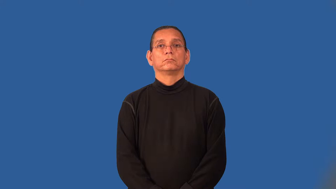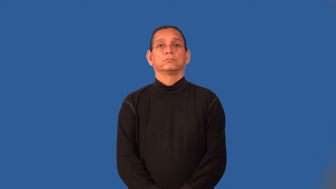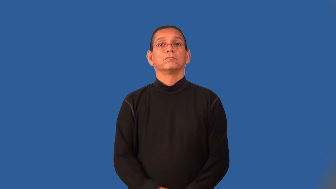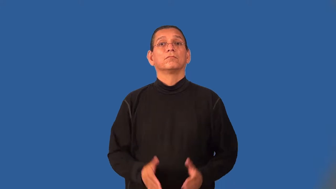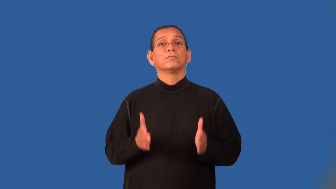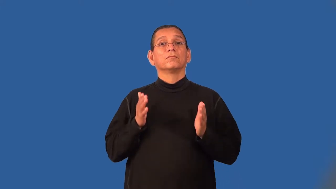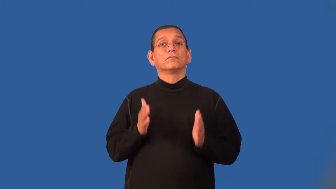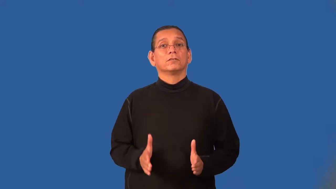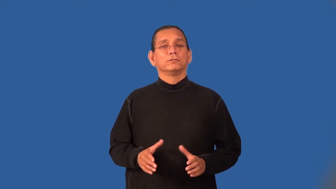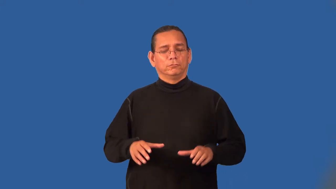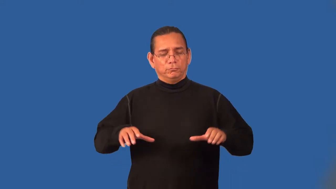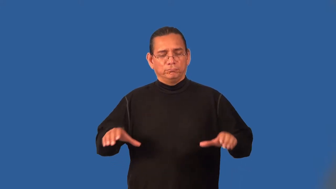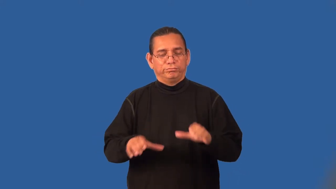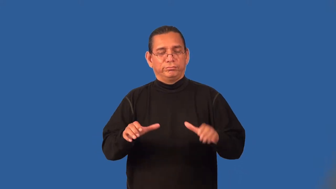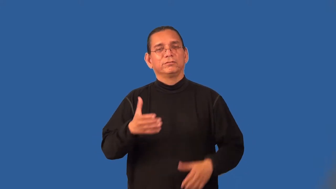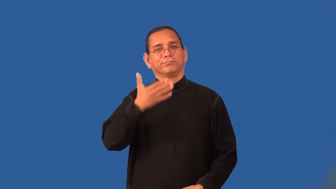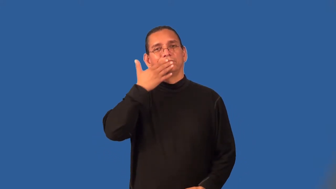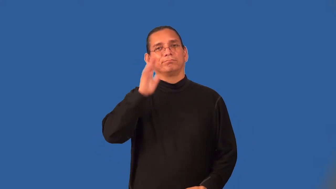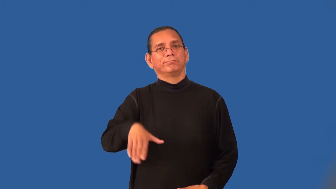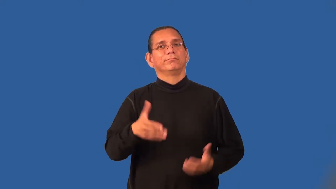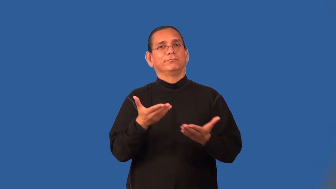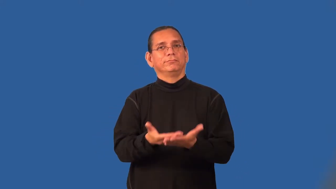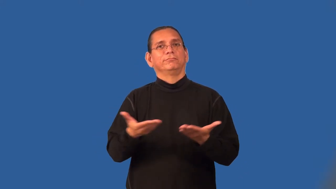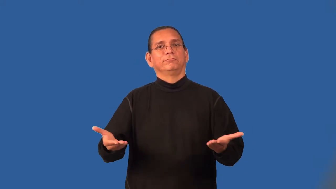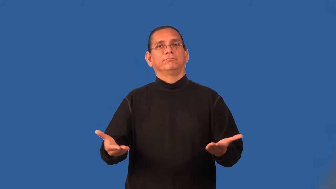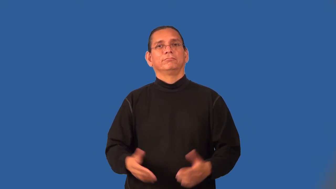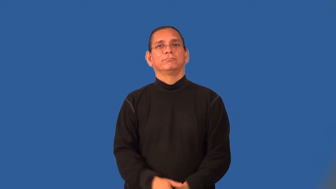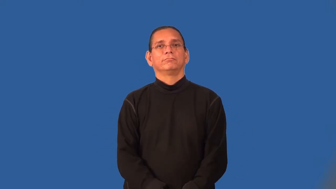wrongdoer